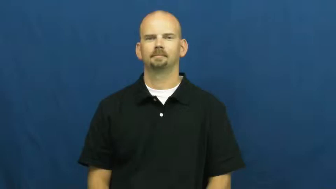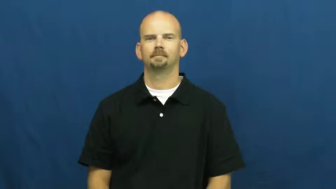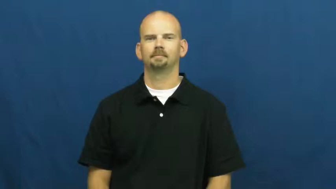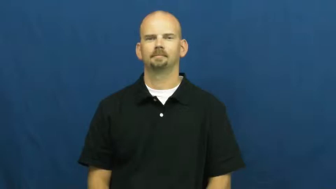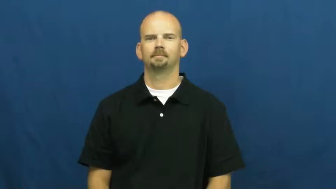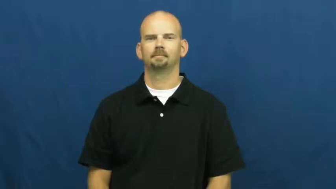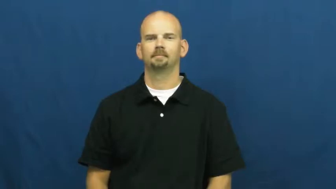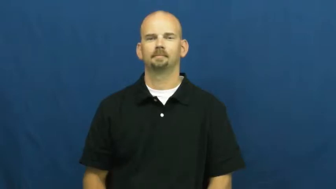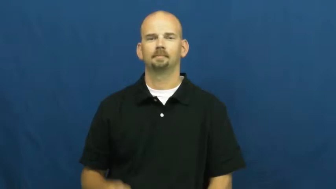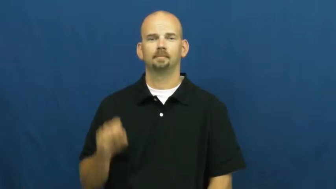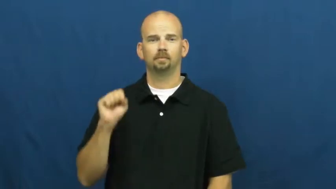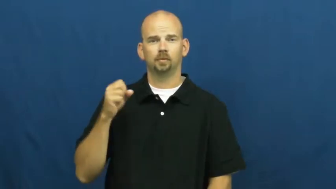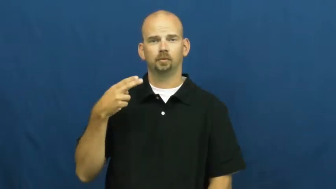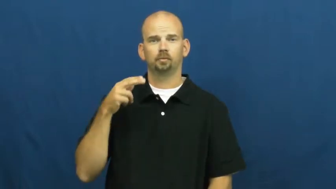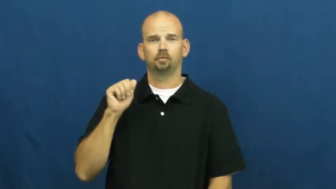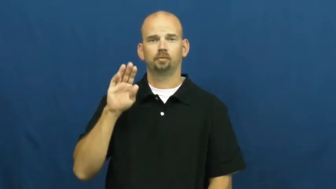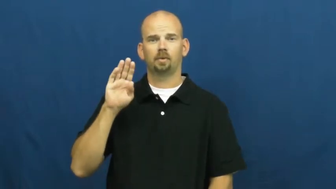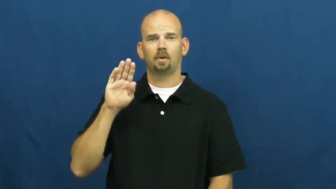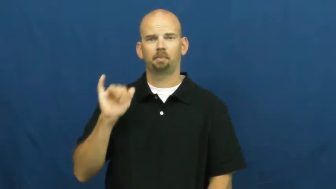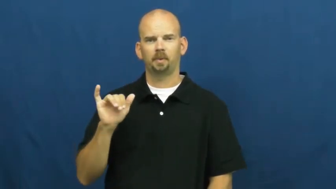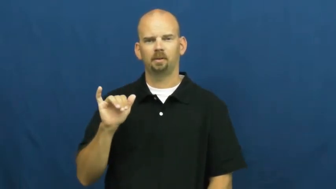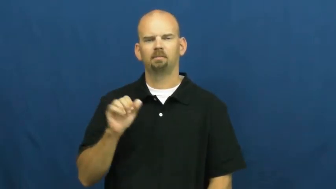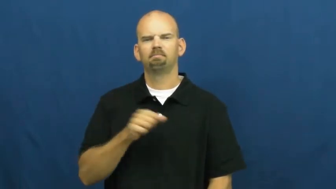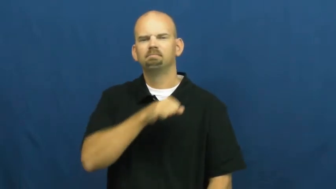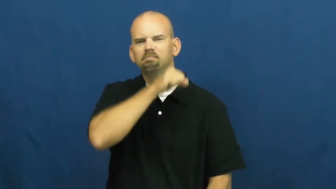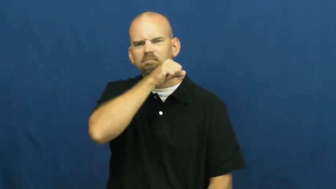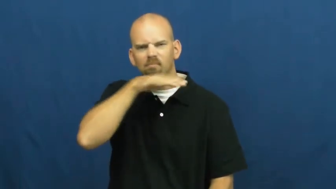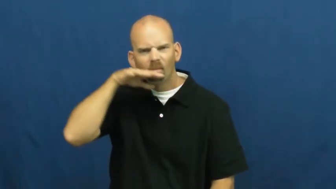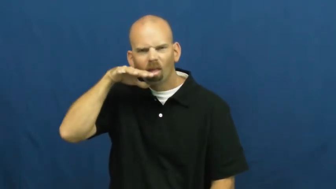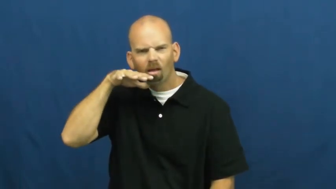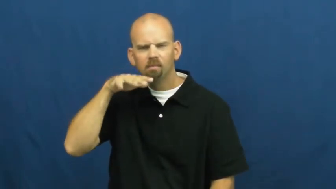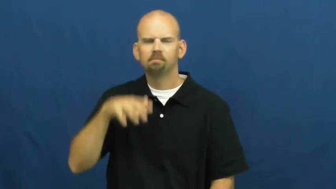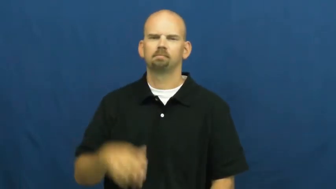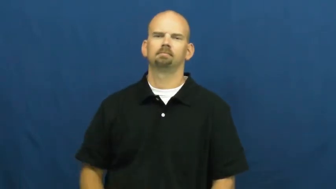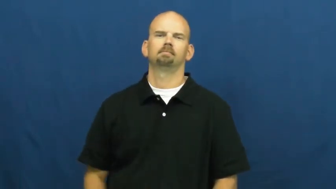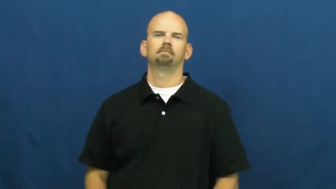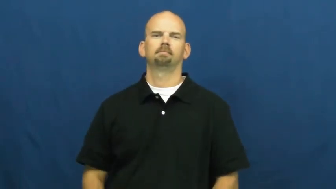shabby